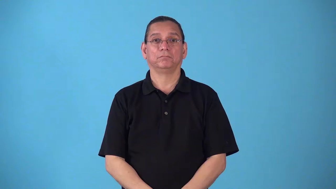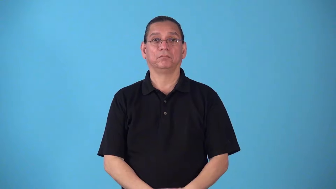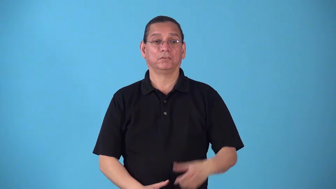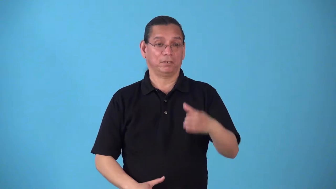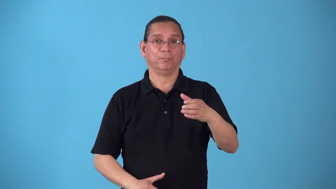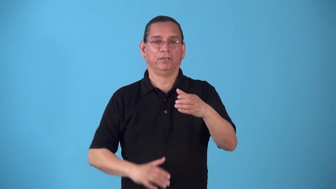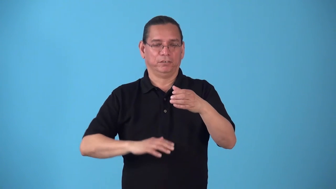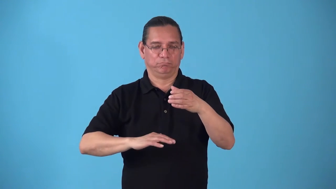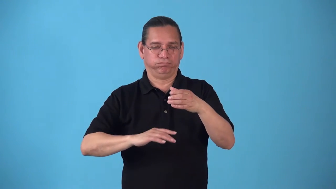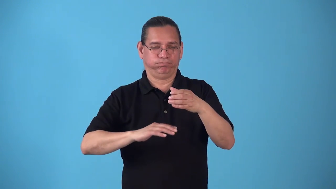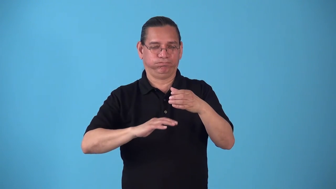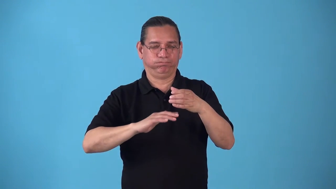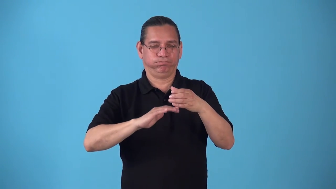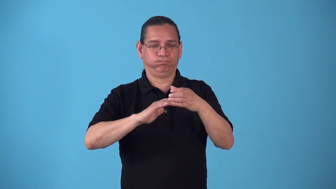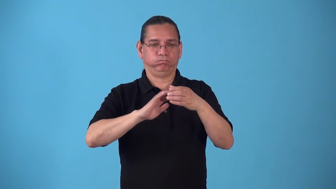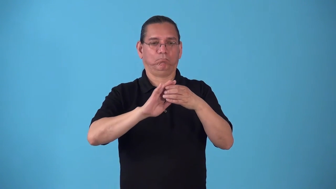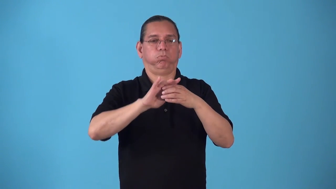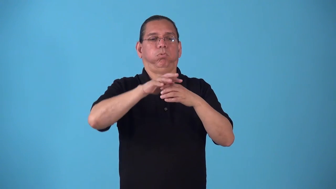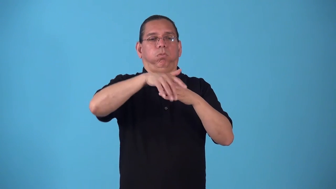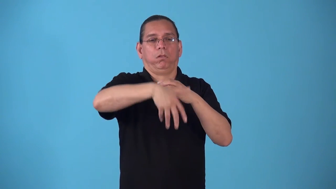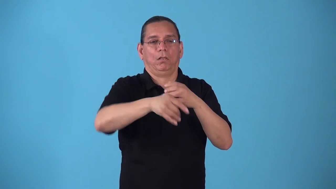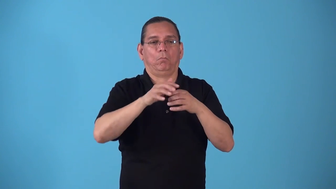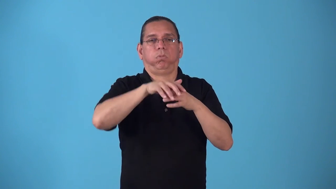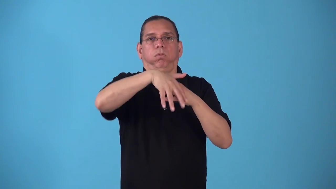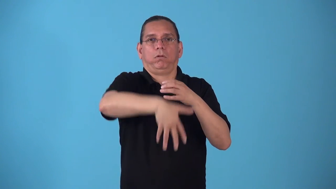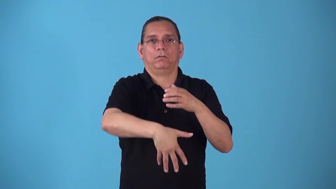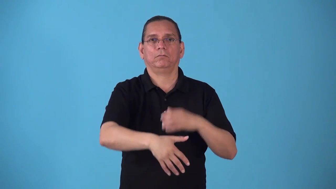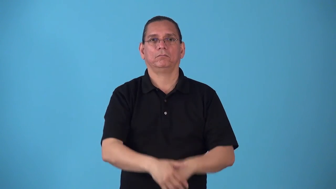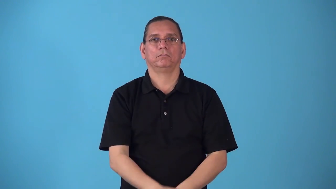spillover cup too full water spillls over